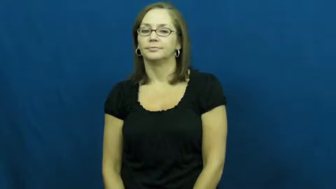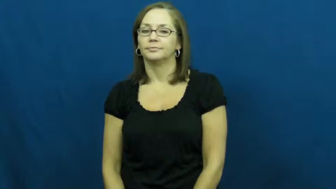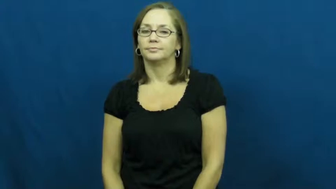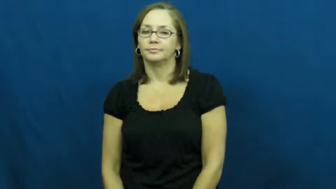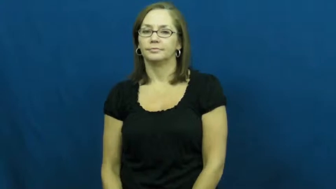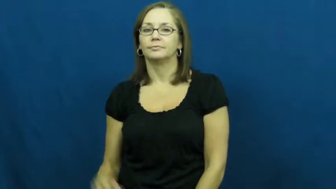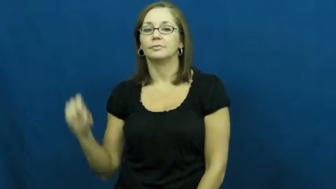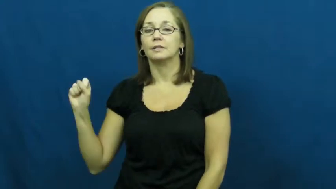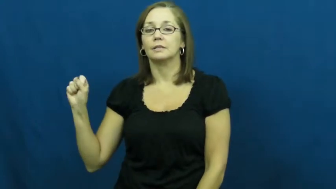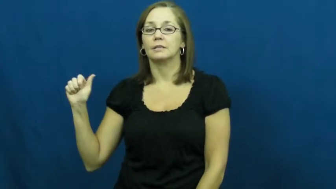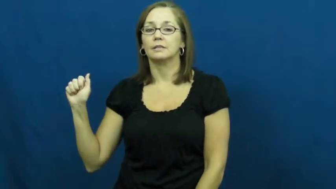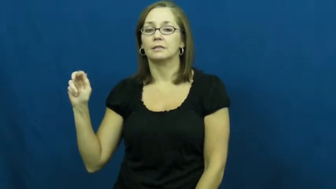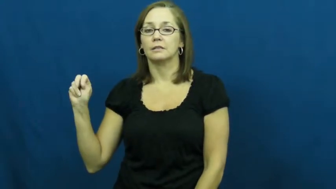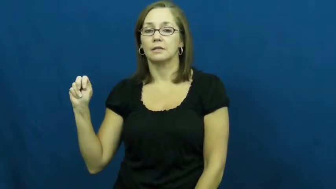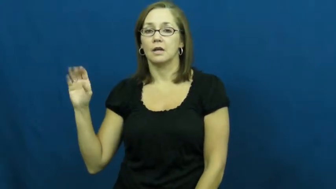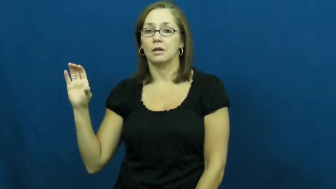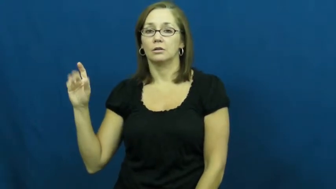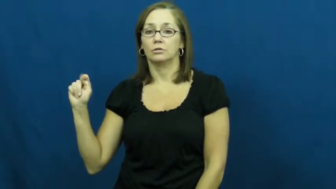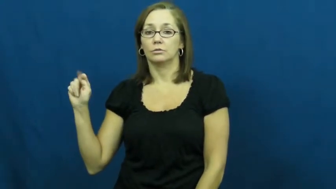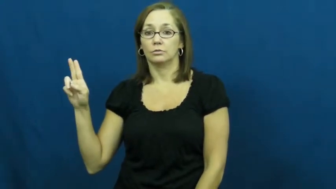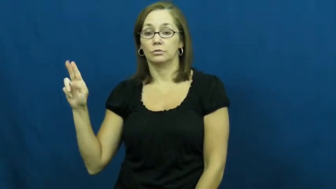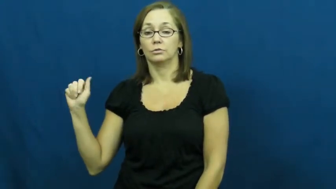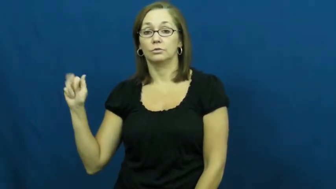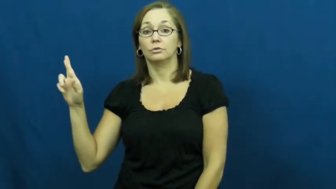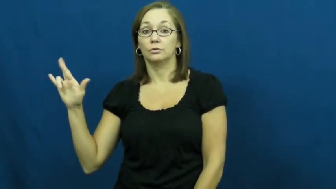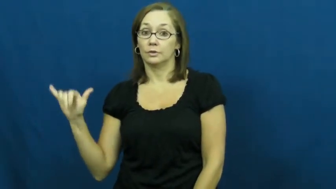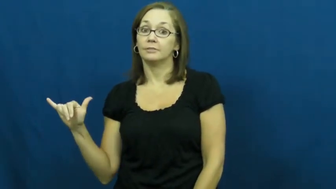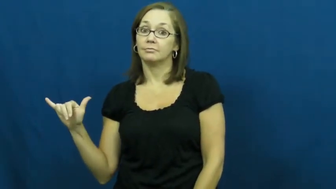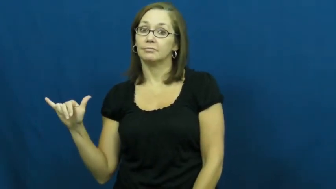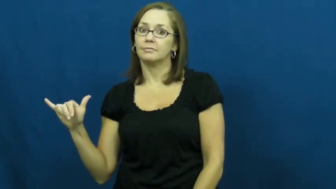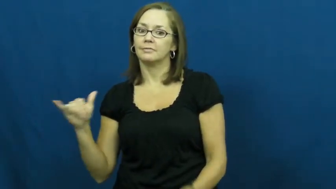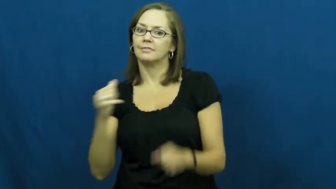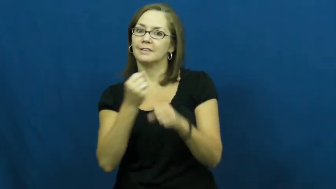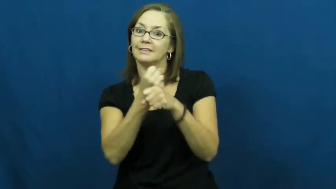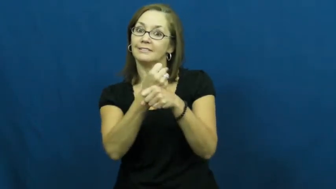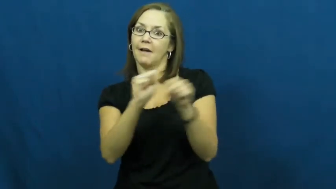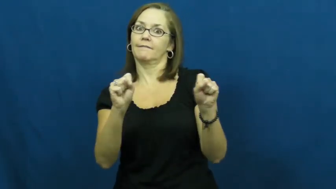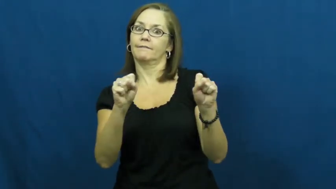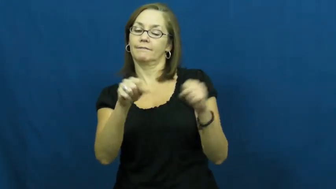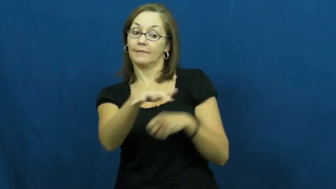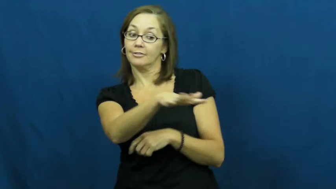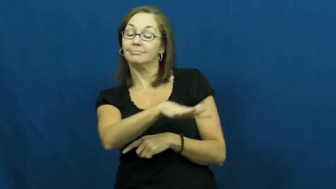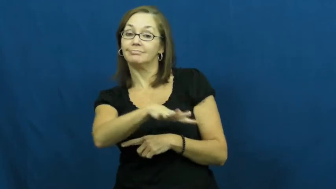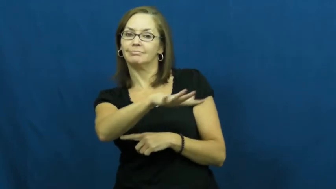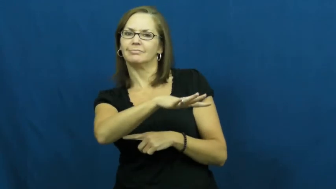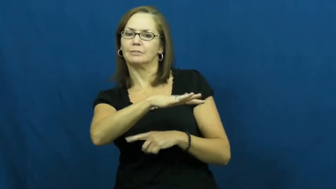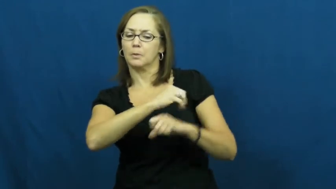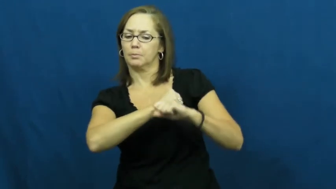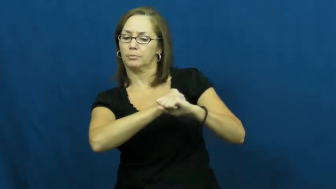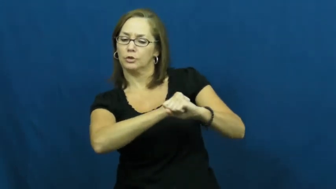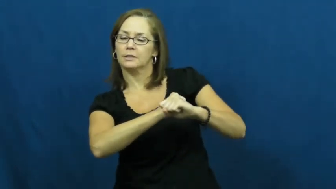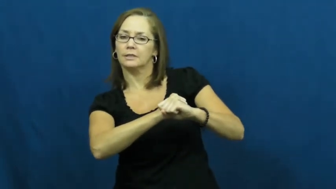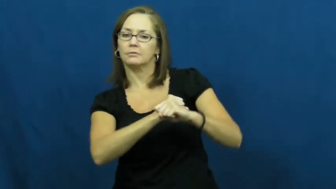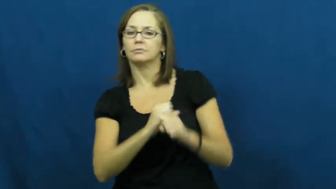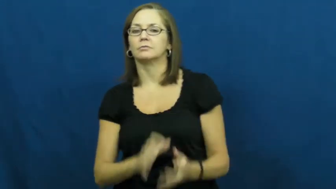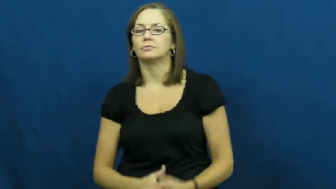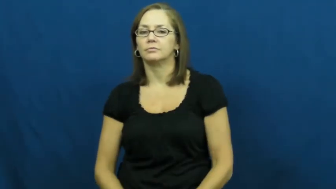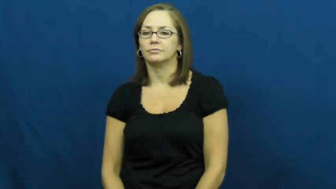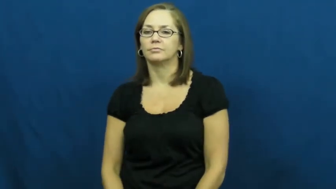sanctuary-safe place